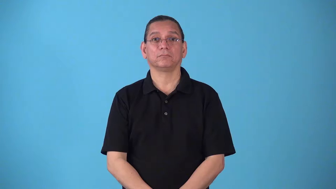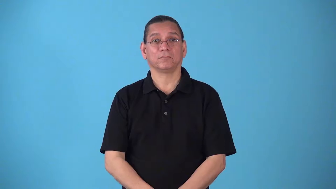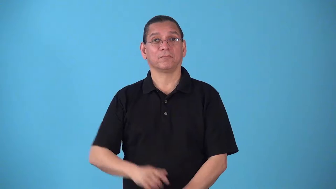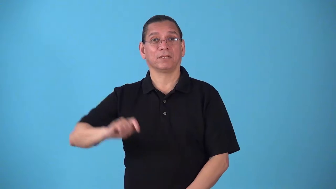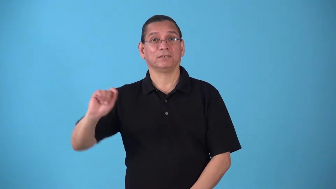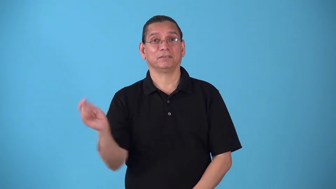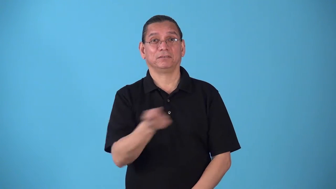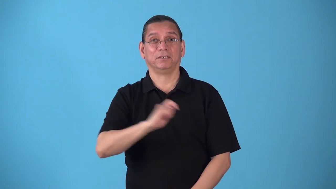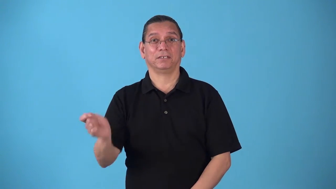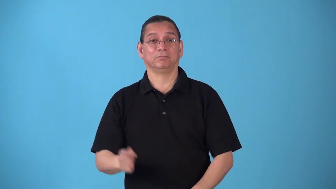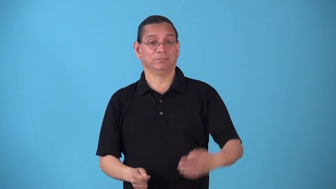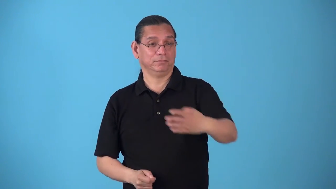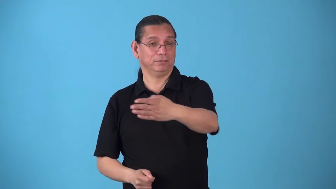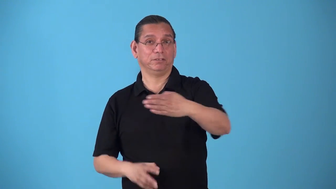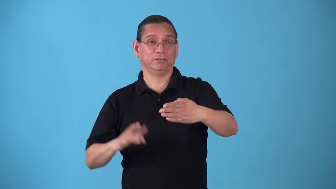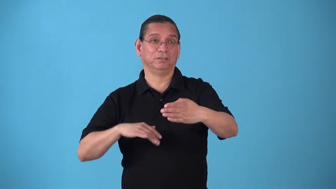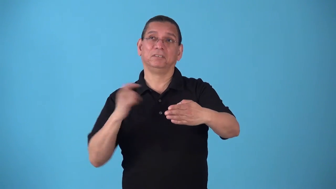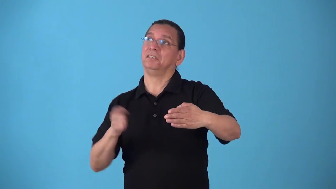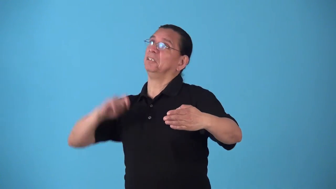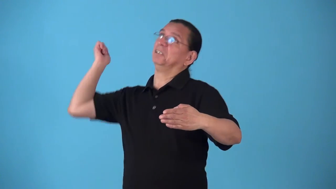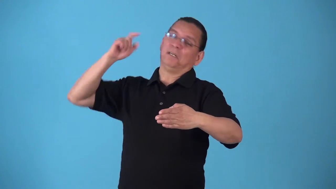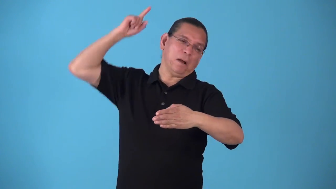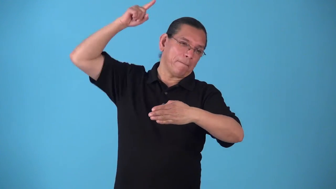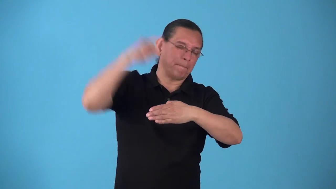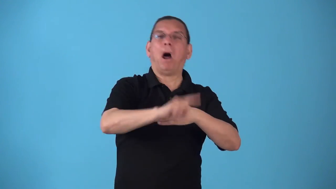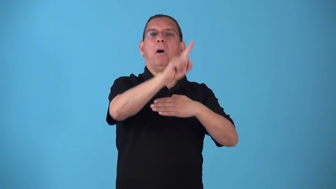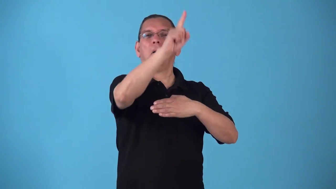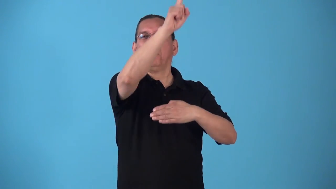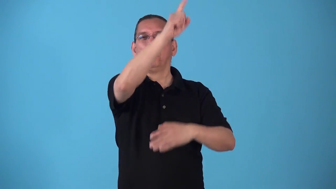smash-tennis